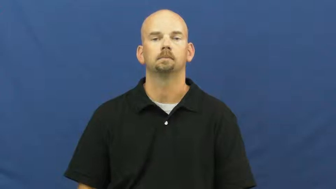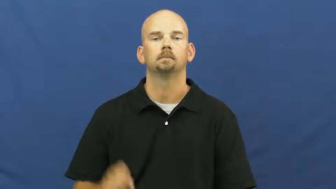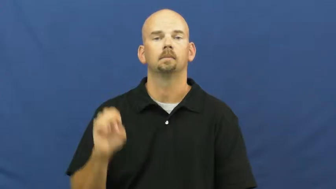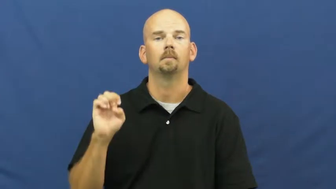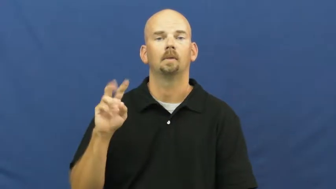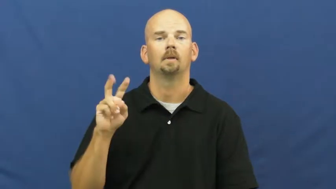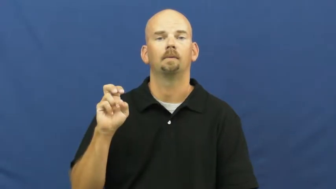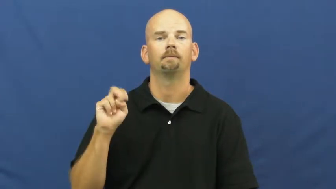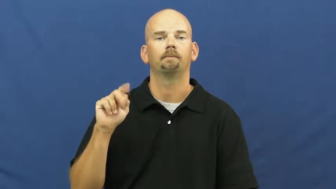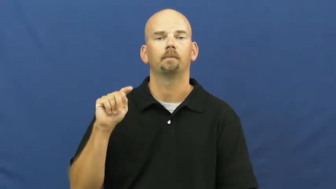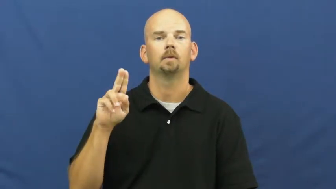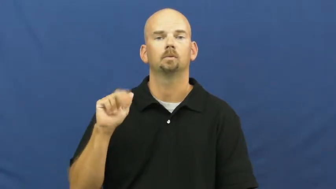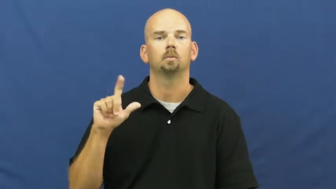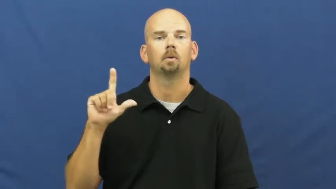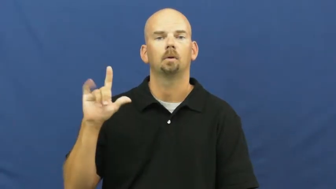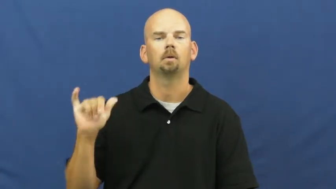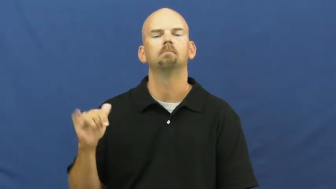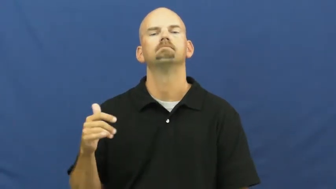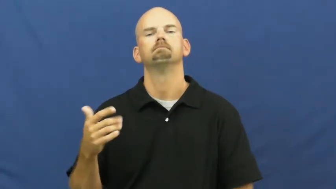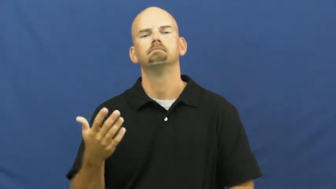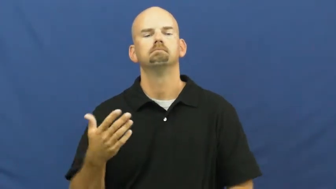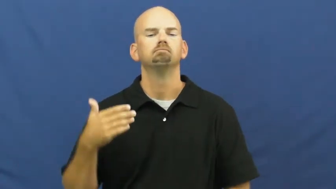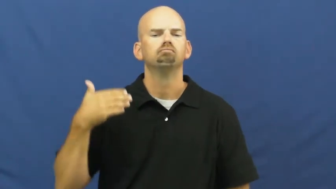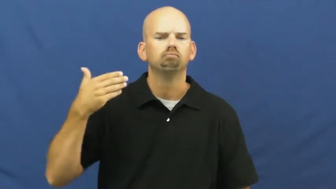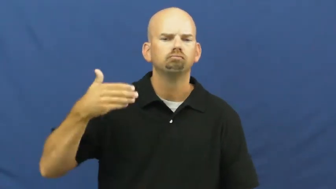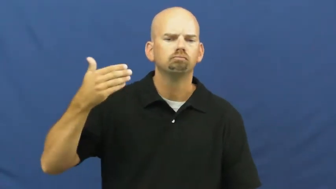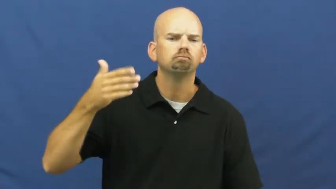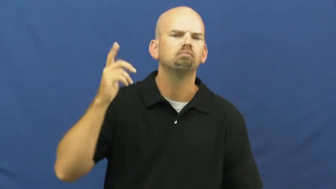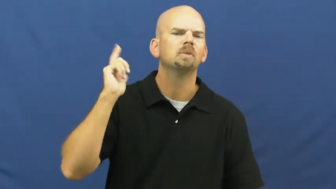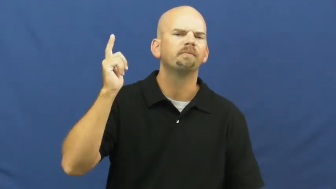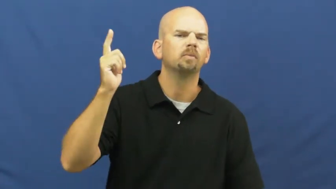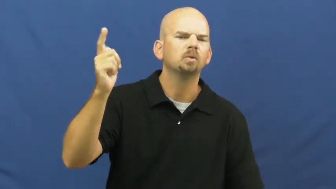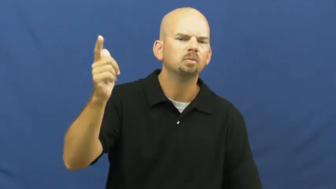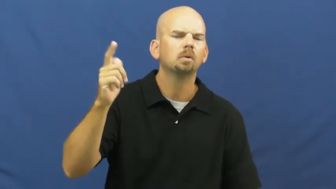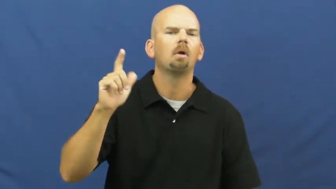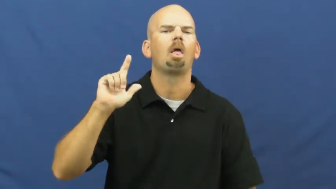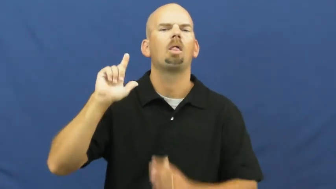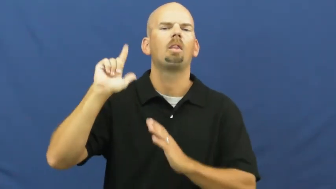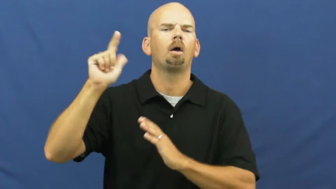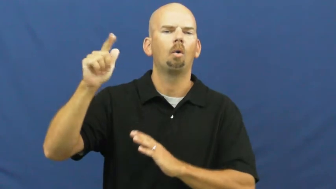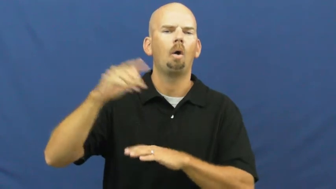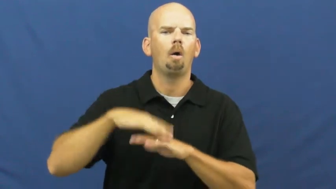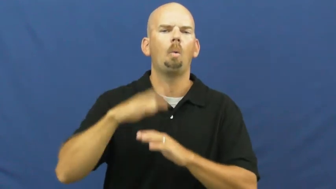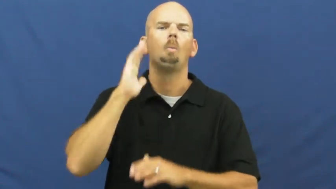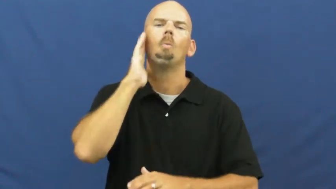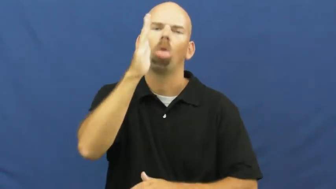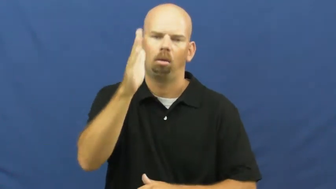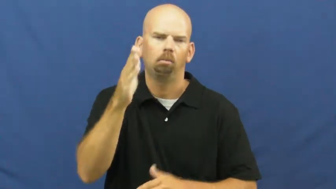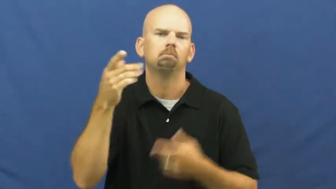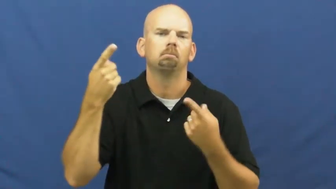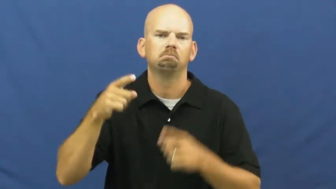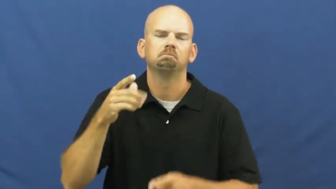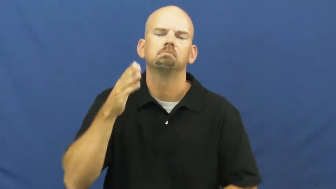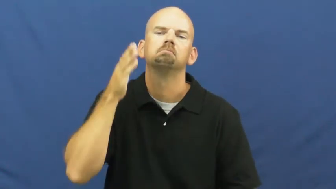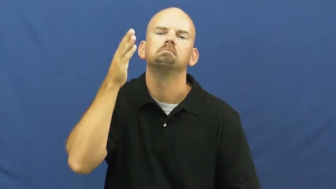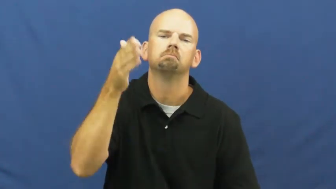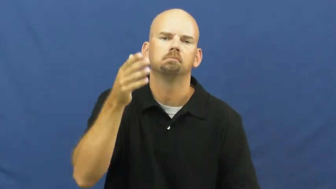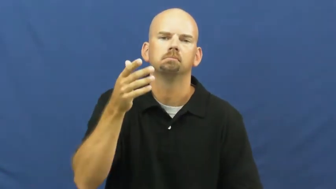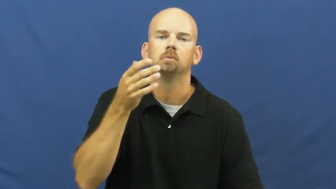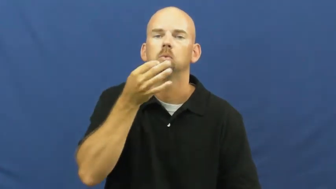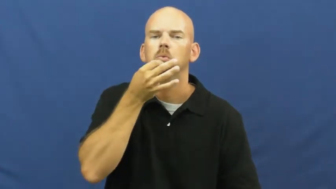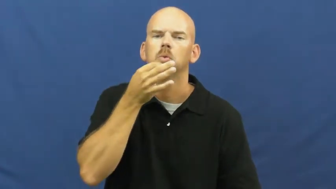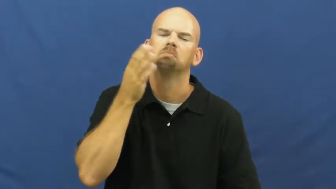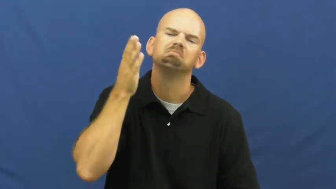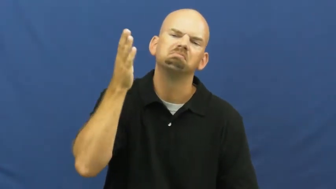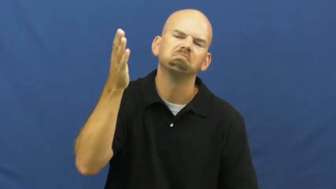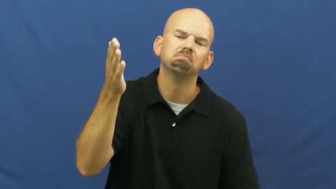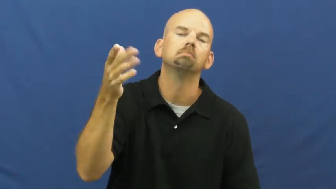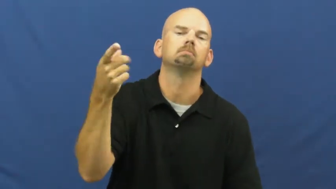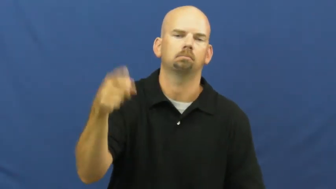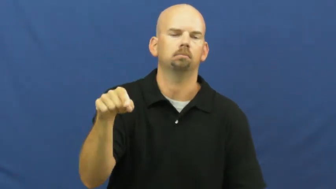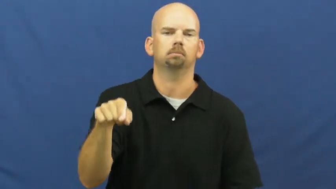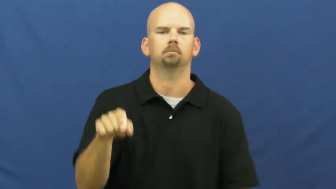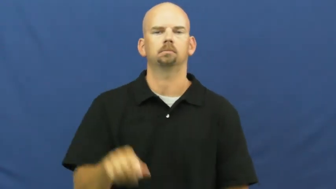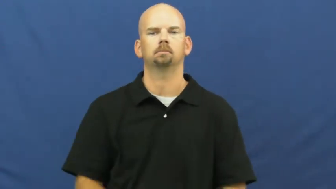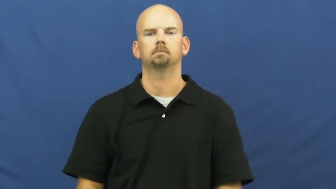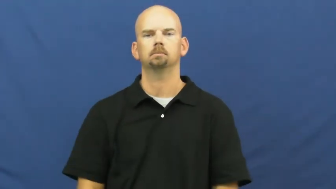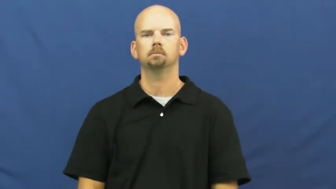eventually